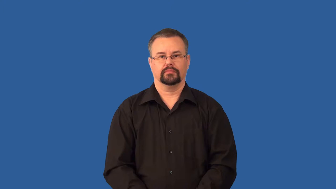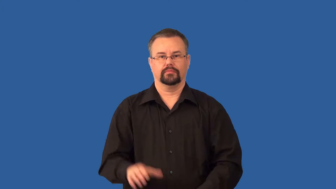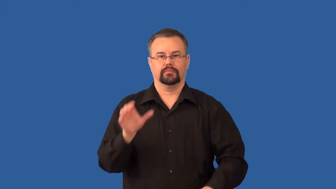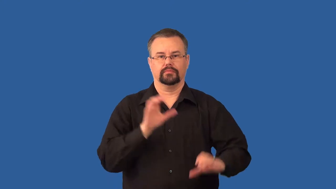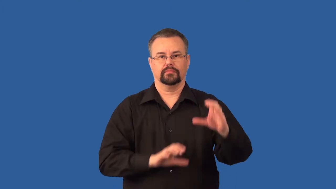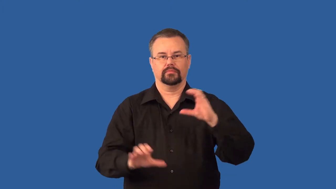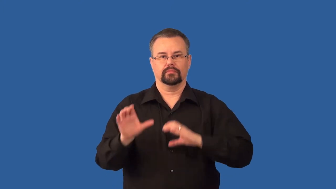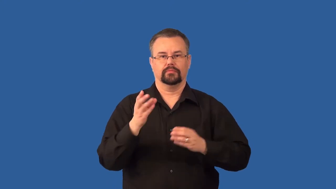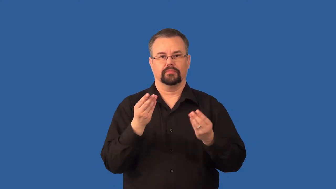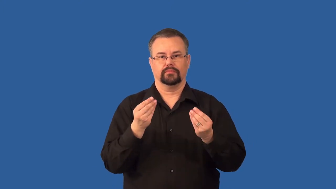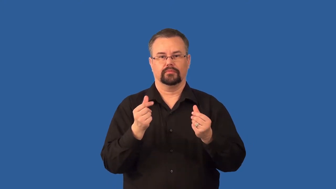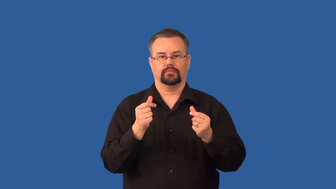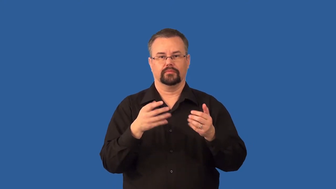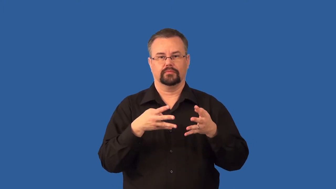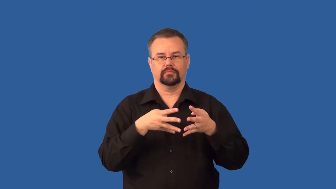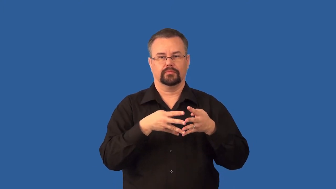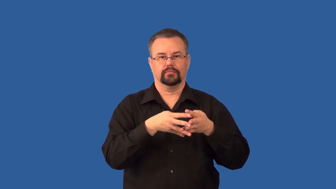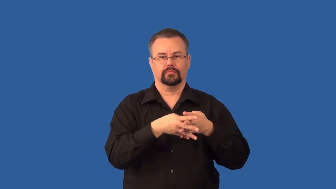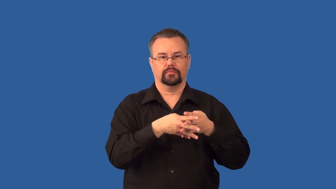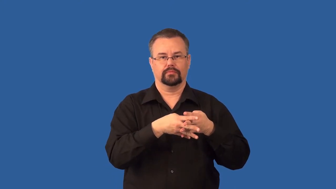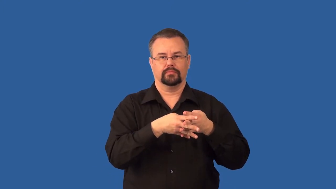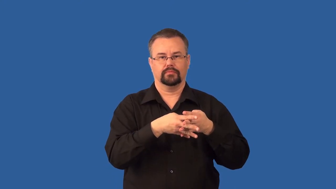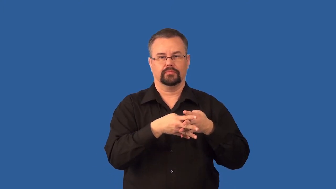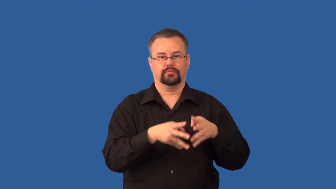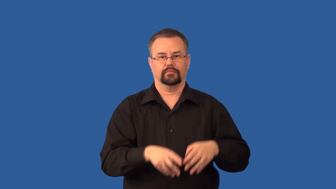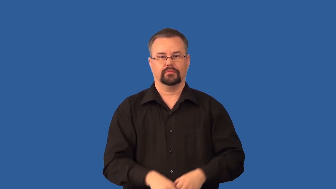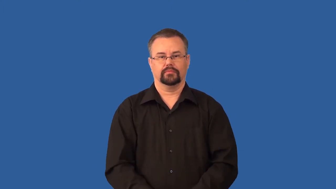osmosis